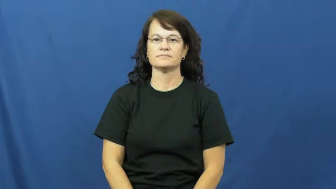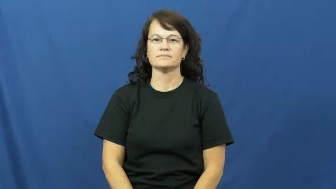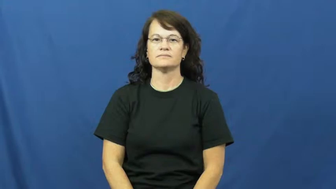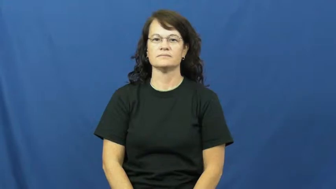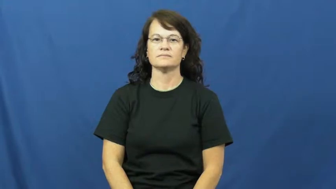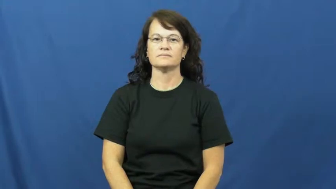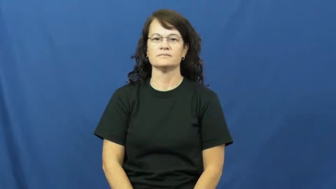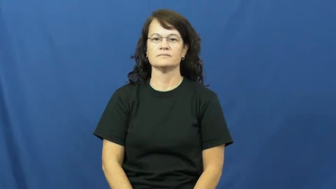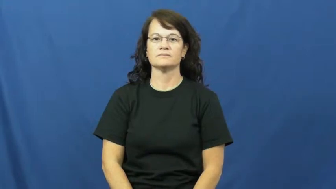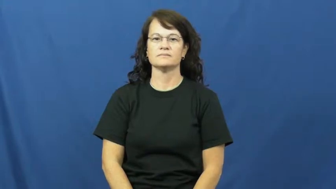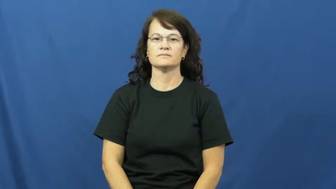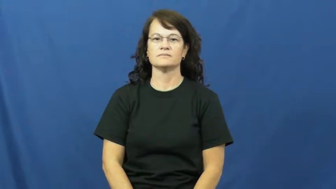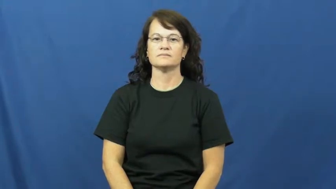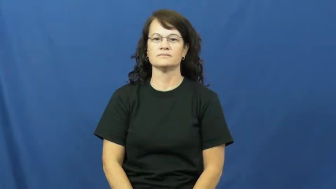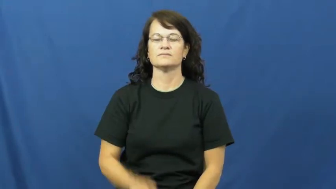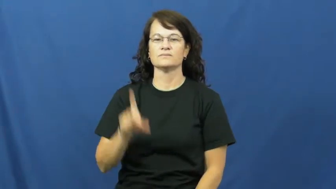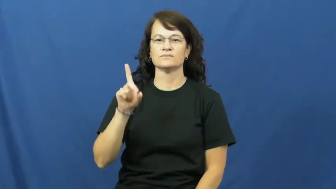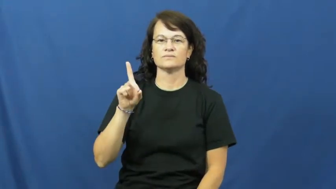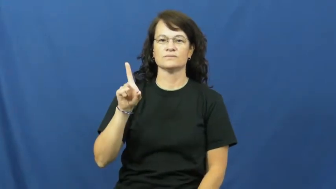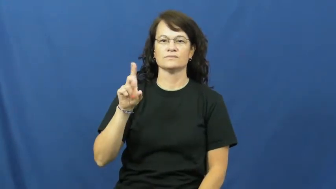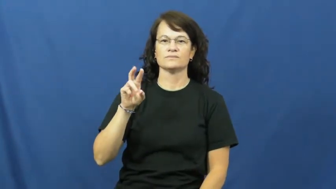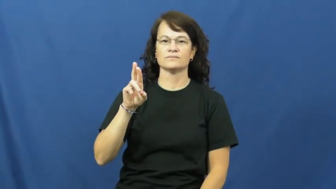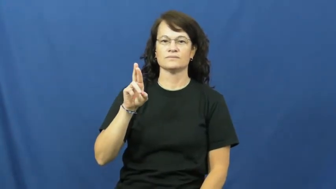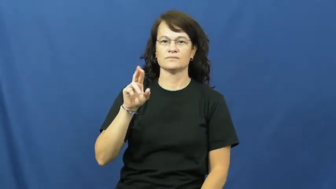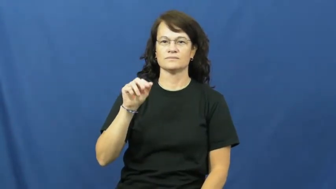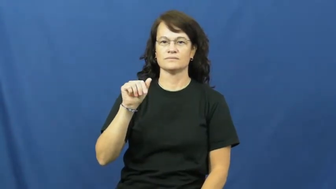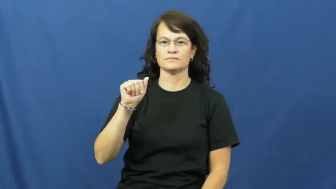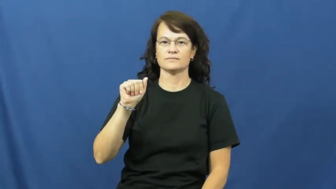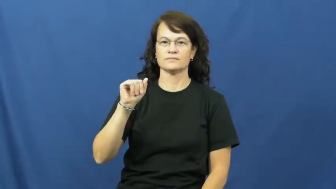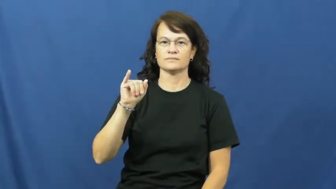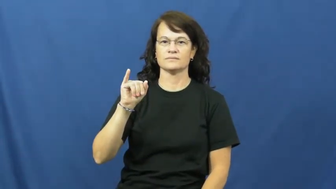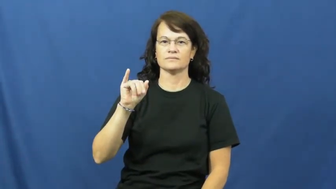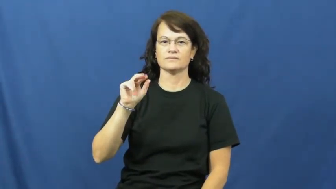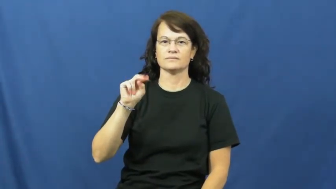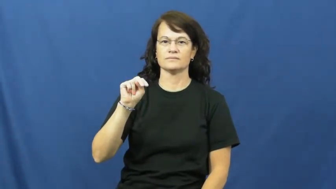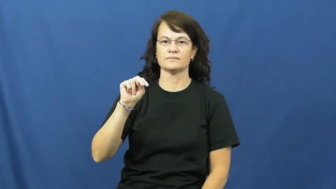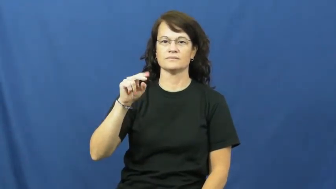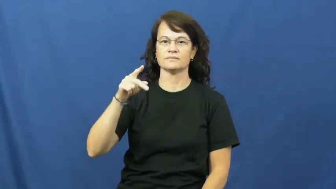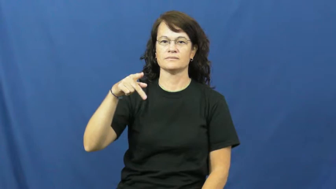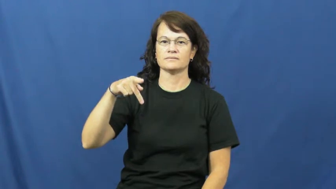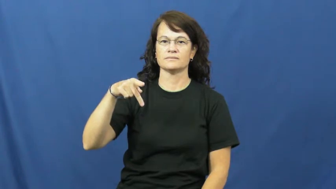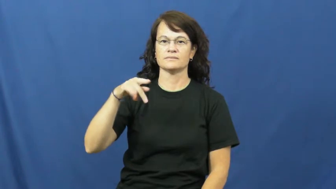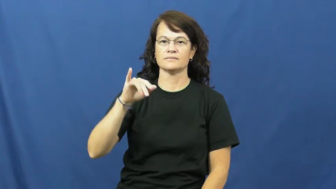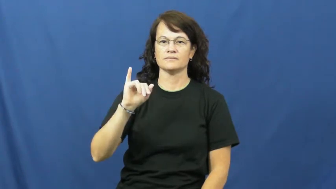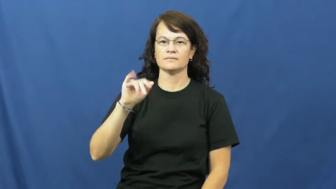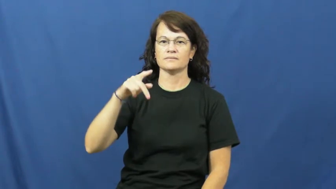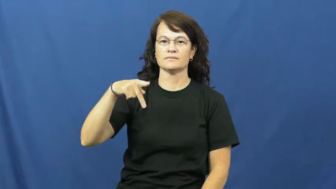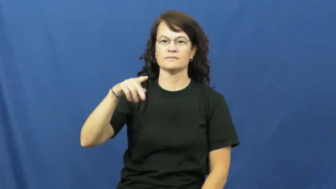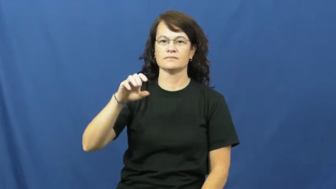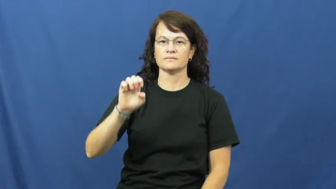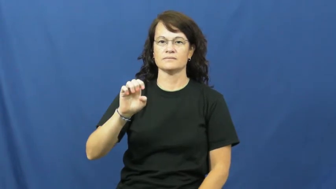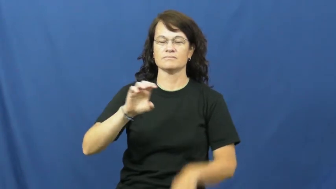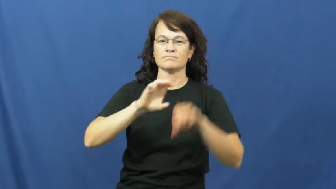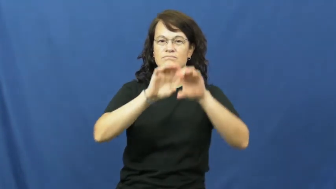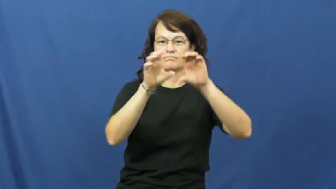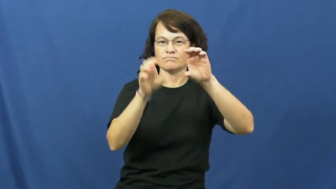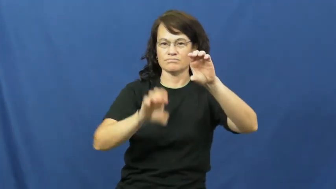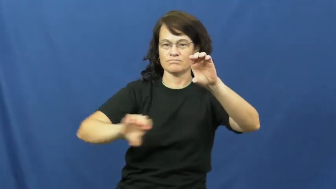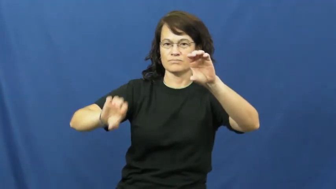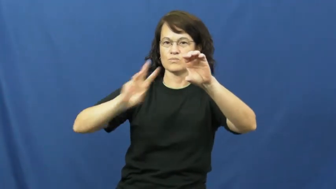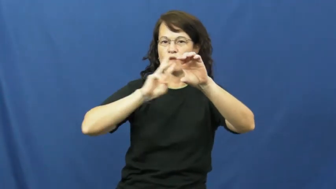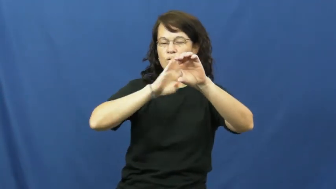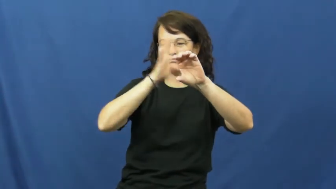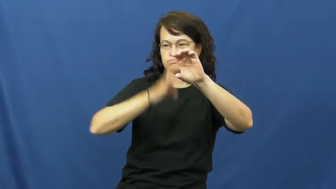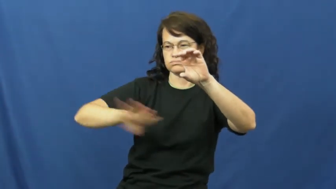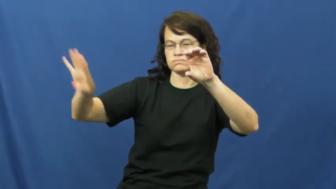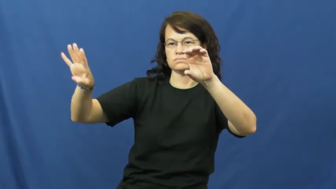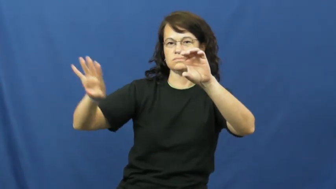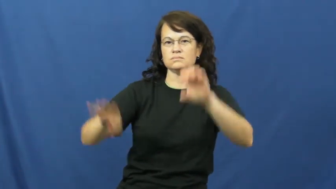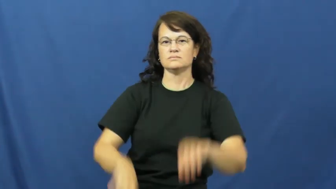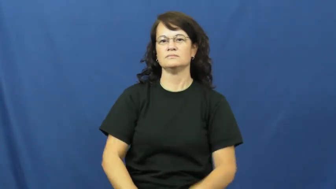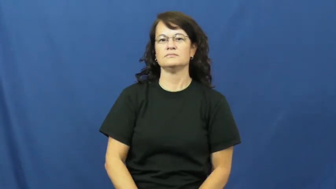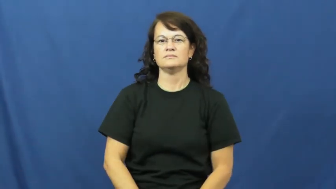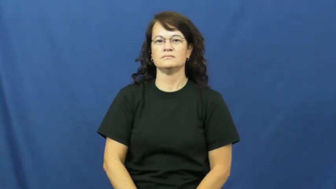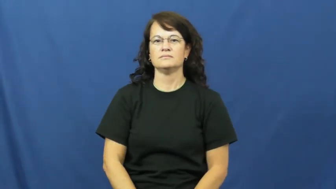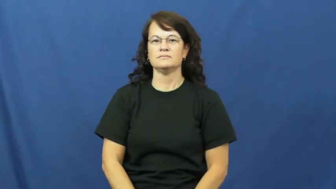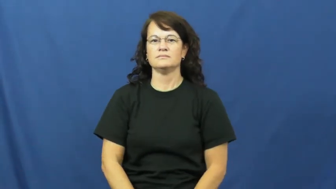drainpipe